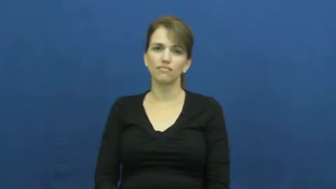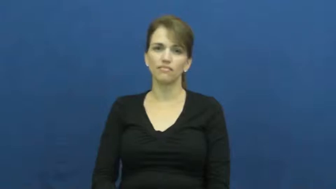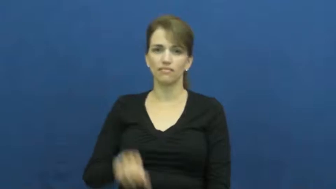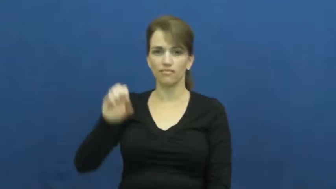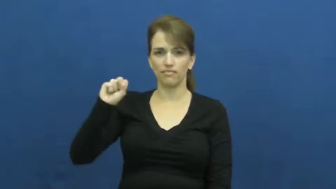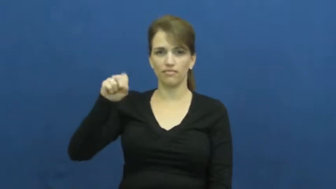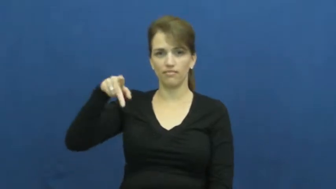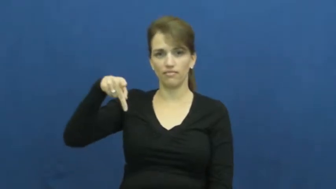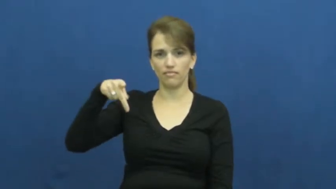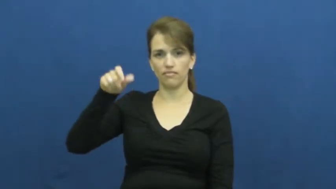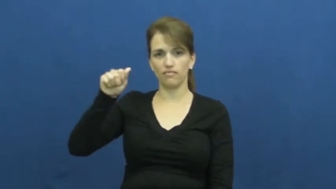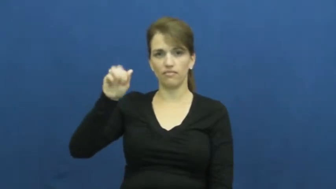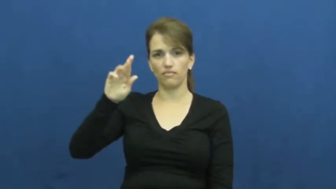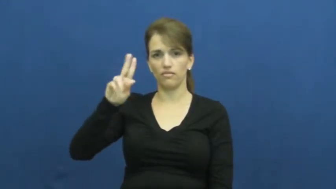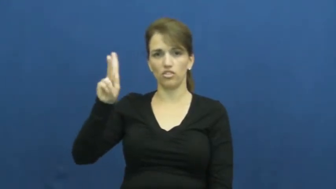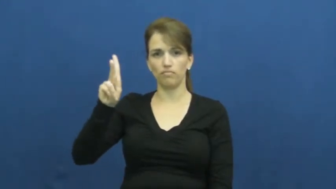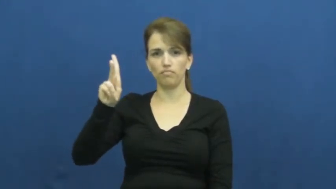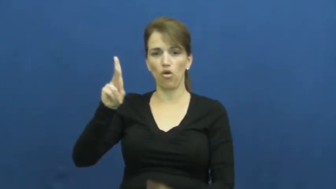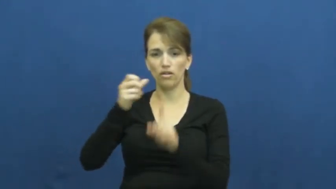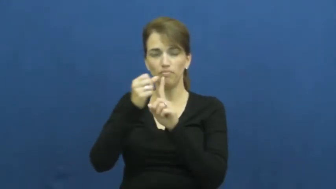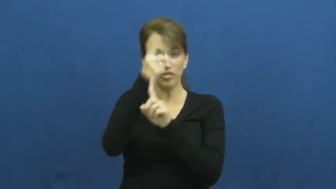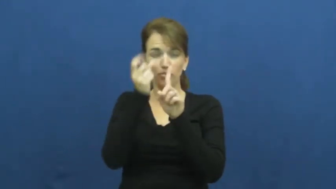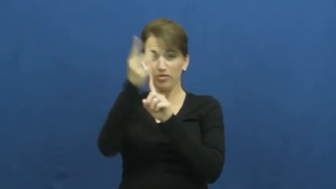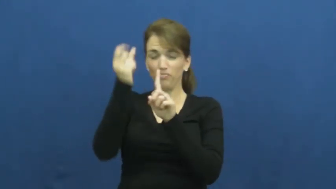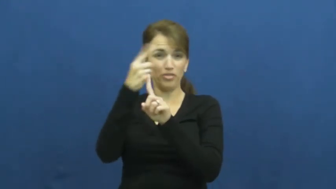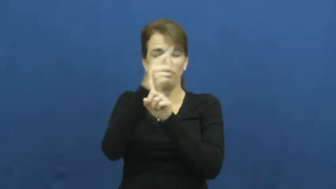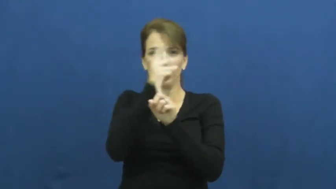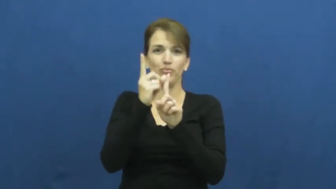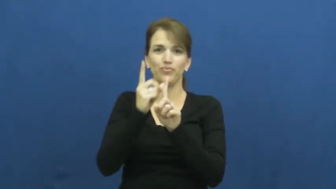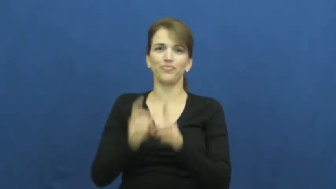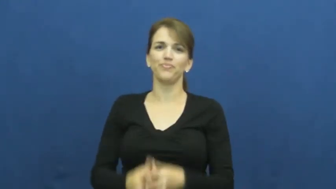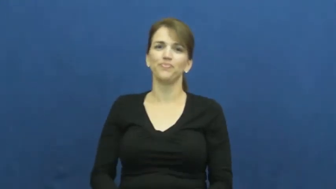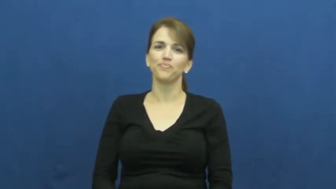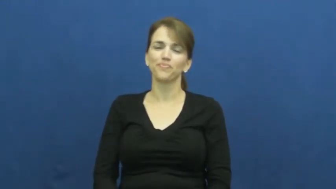spark